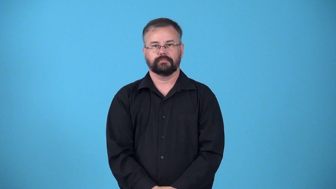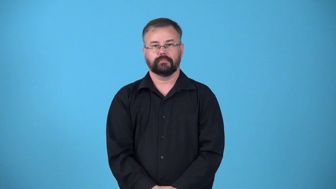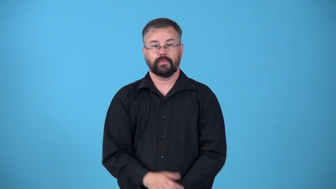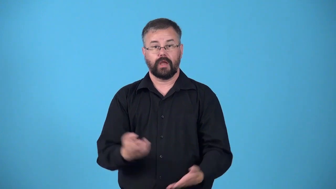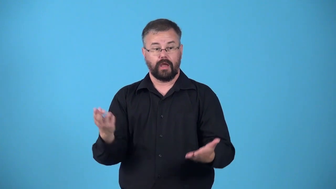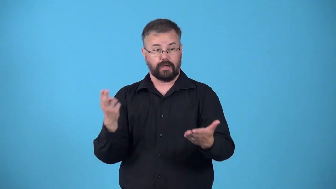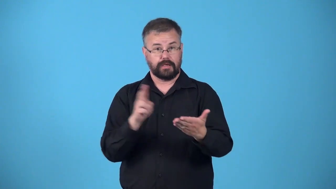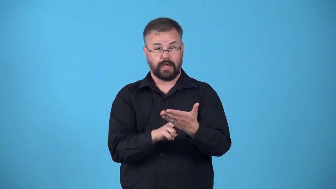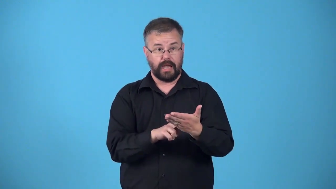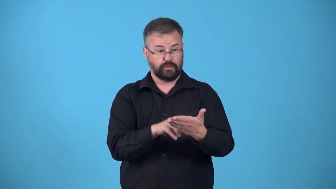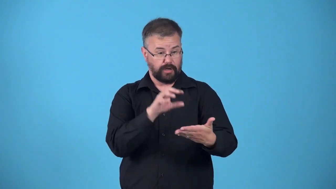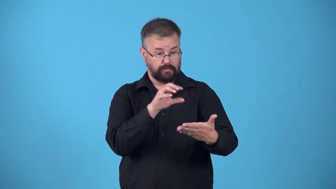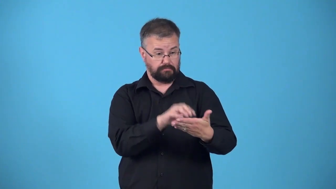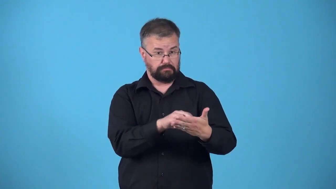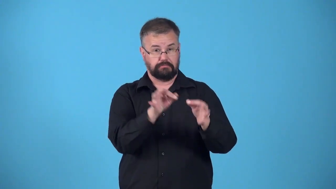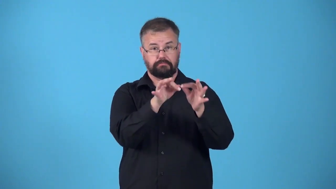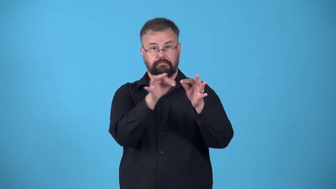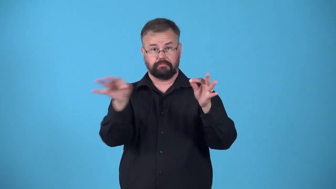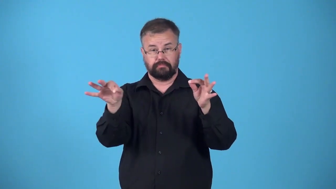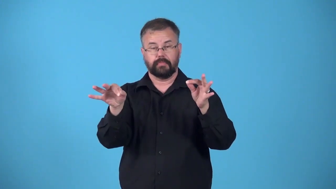clause-legal